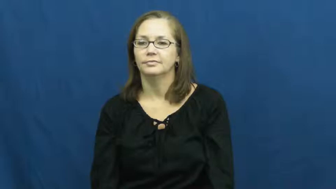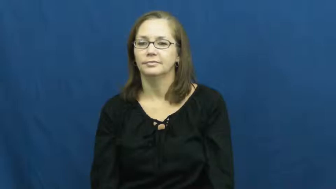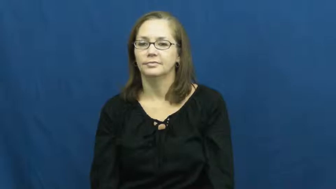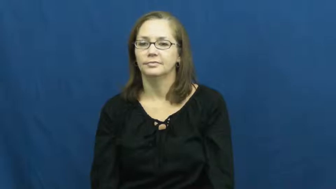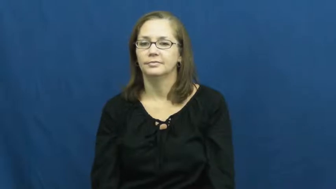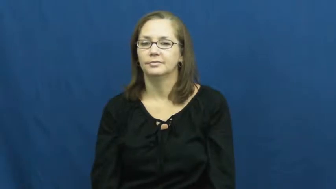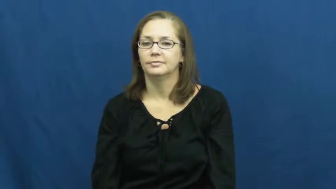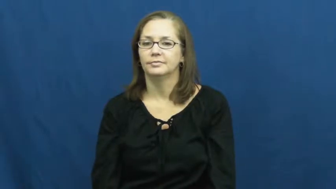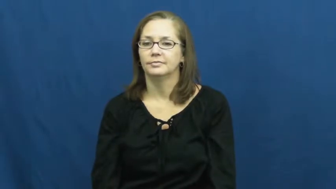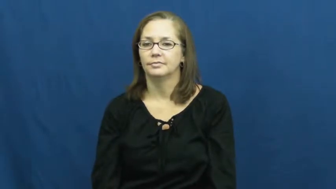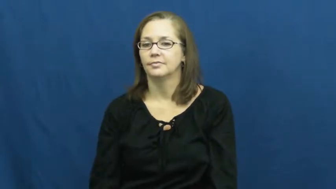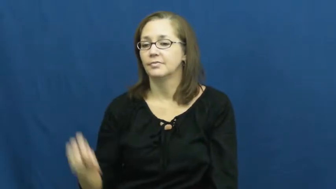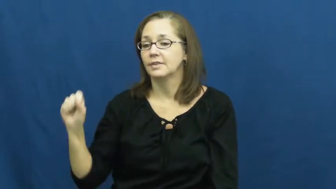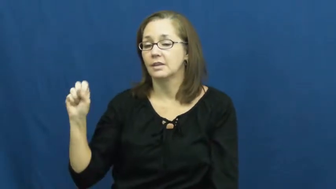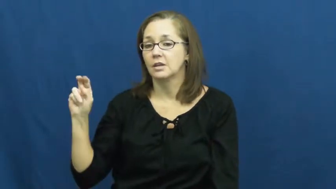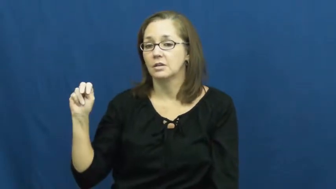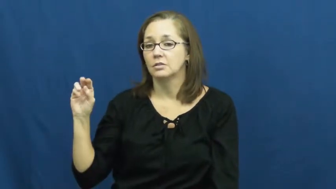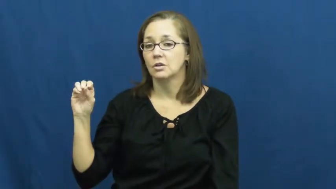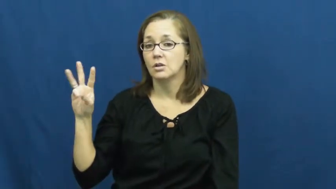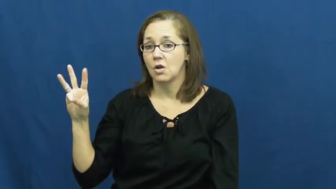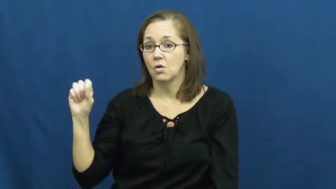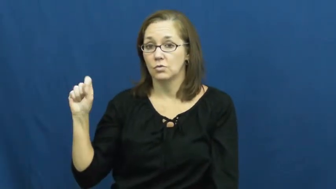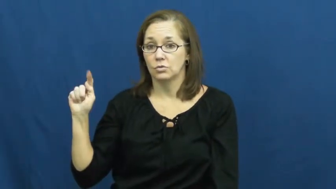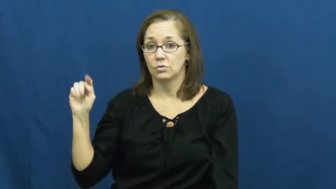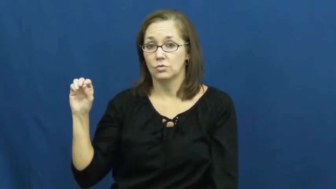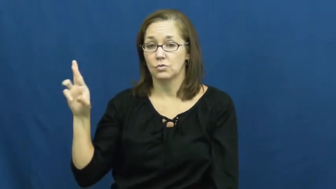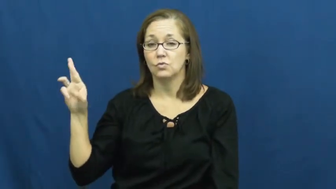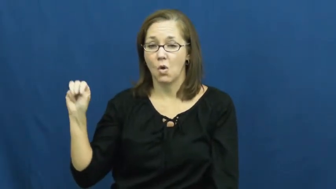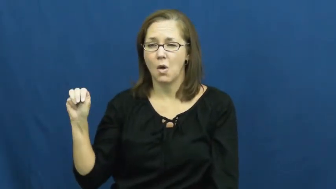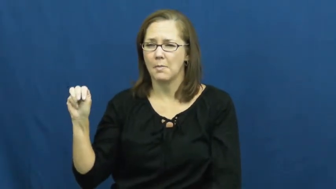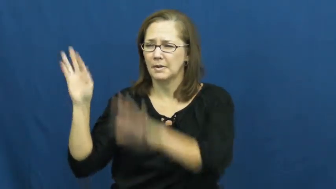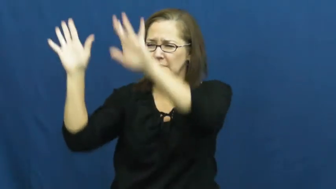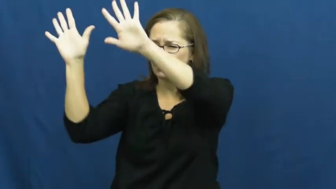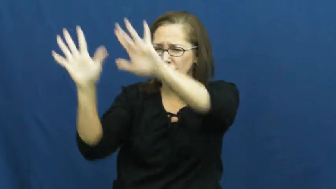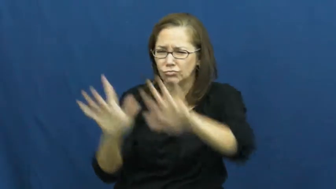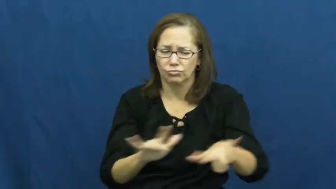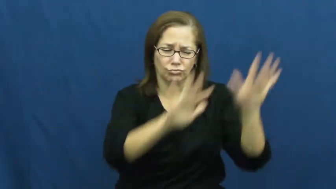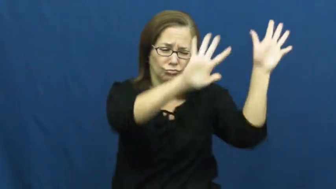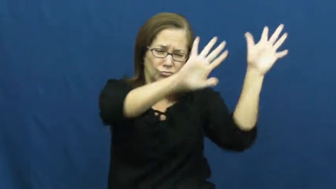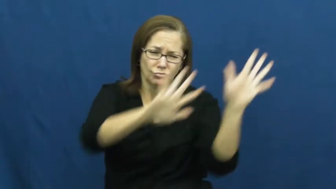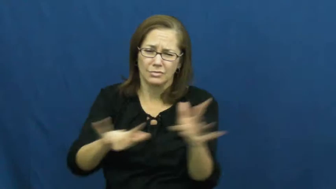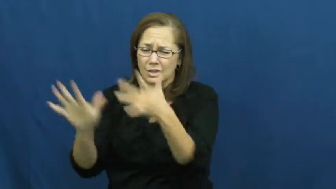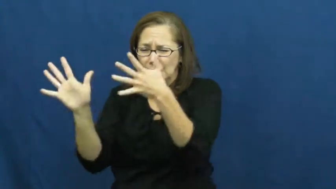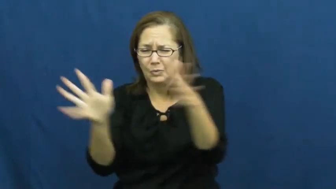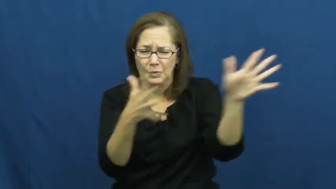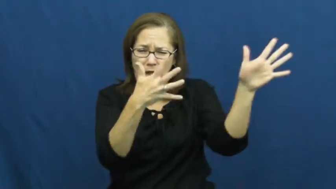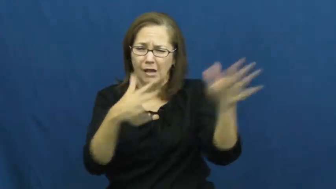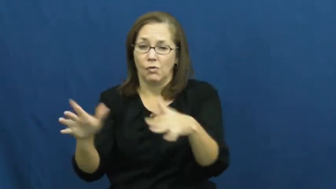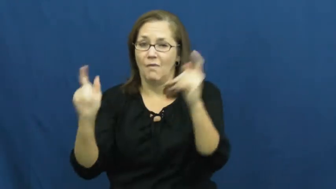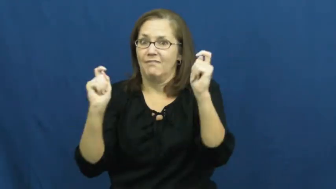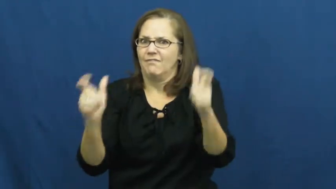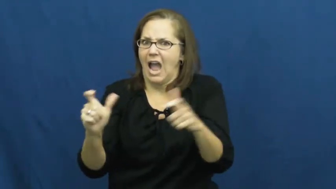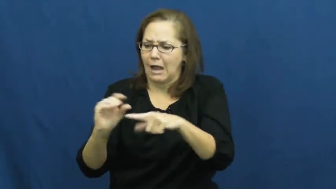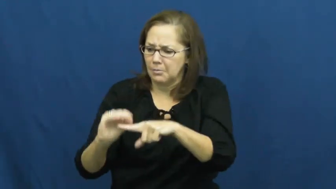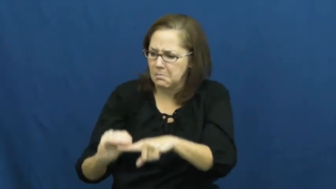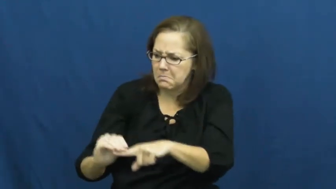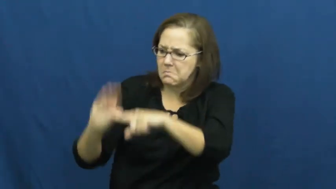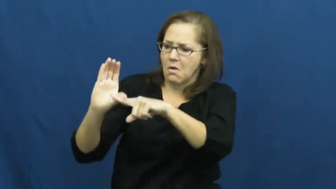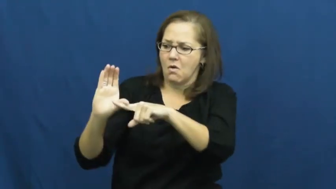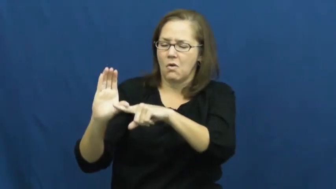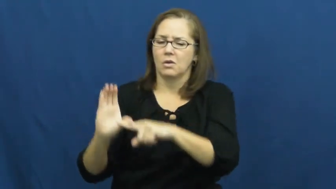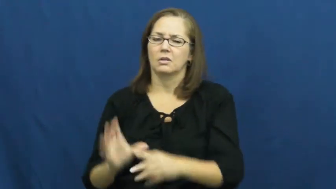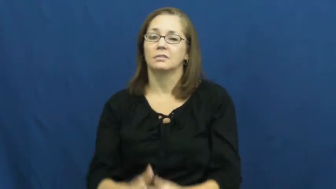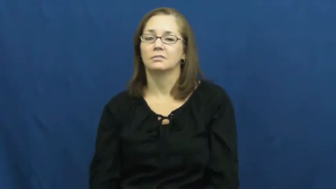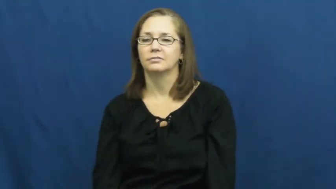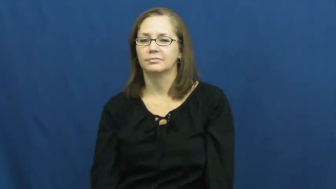snowstorm